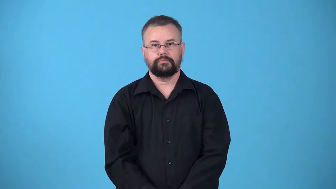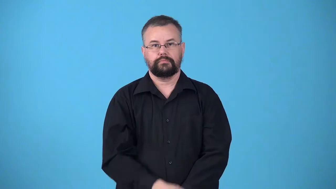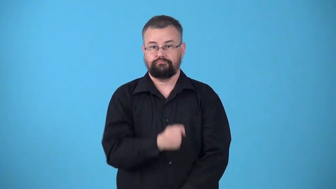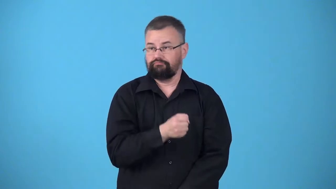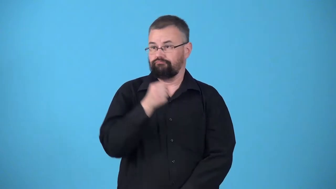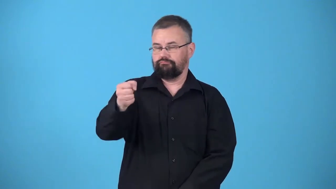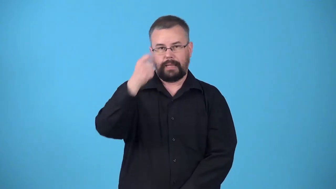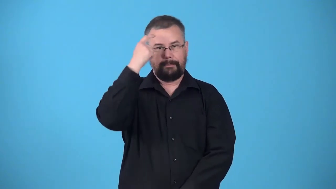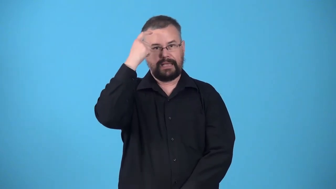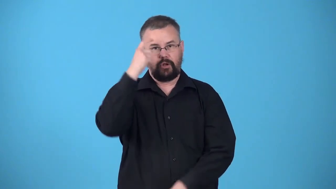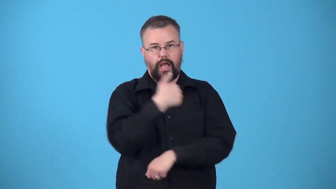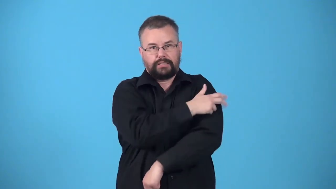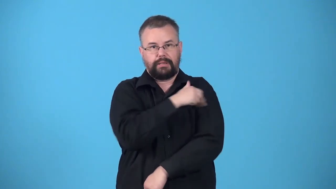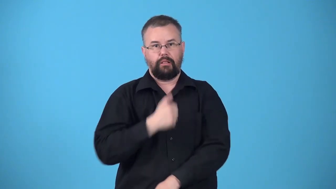commited-forced to enter an institiution